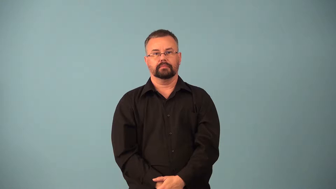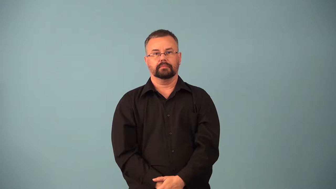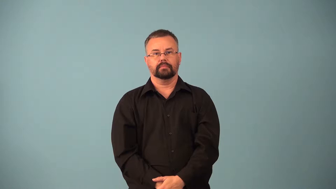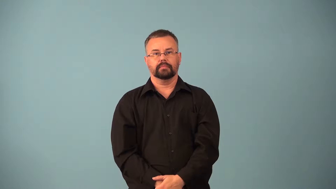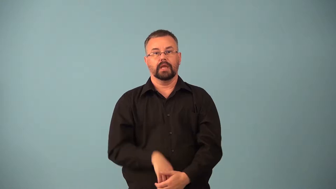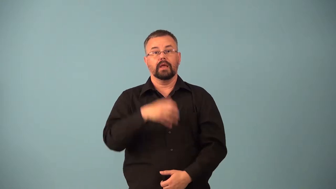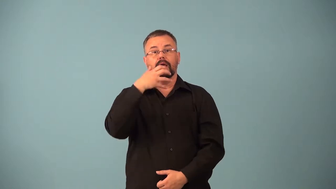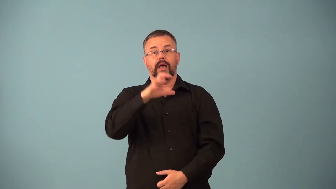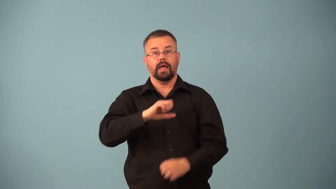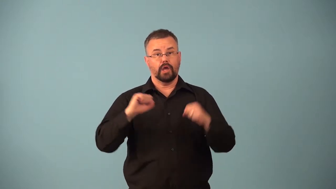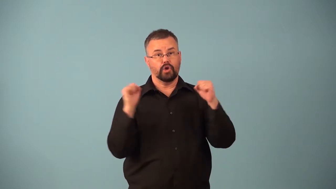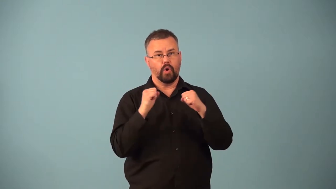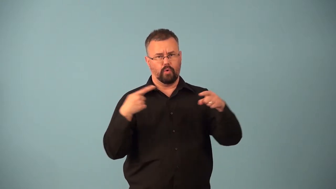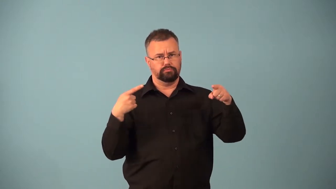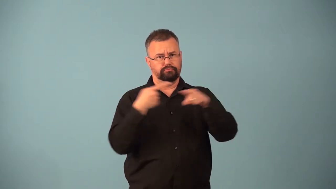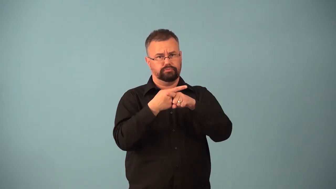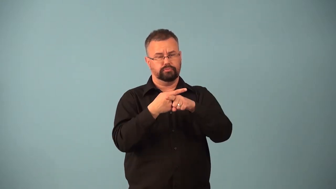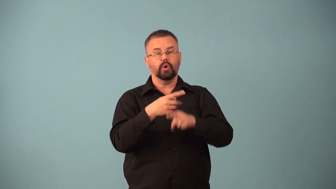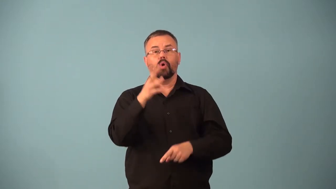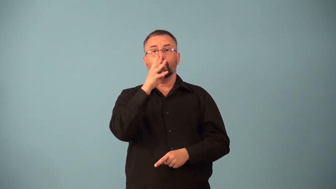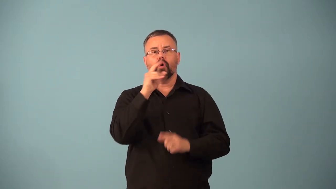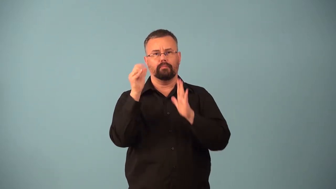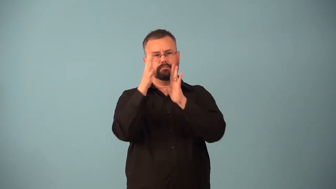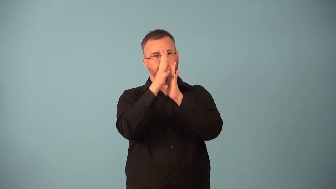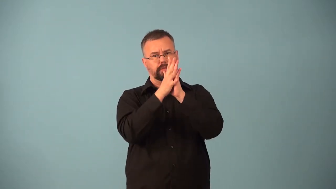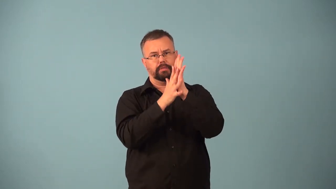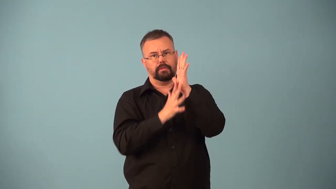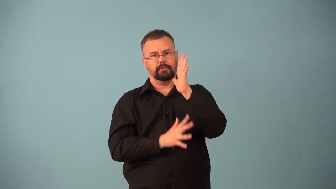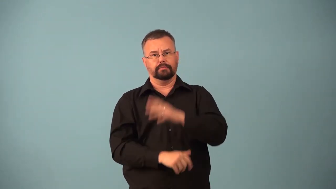condensation